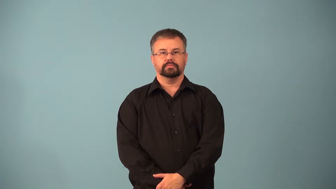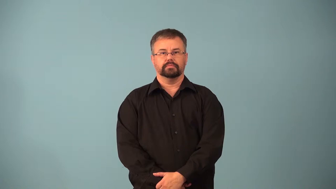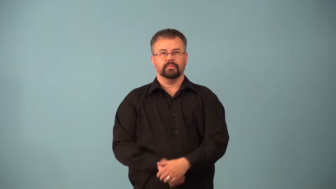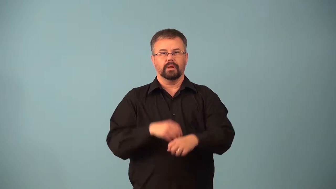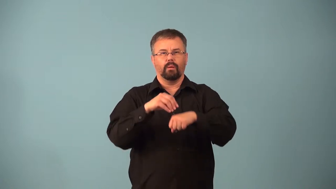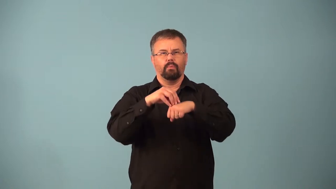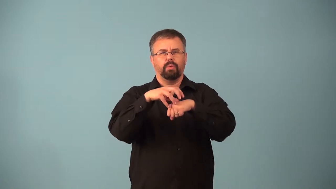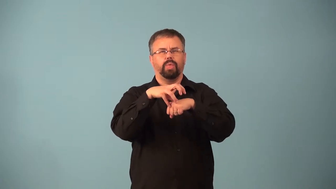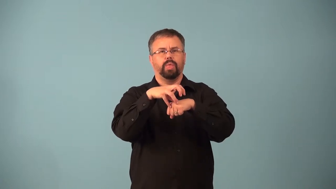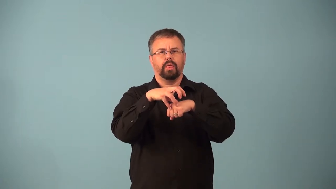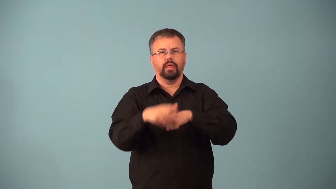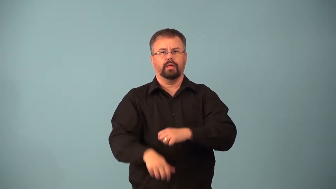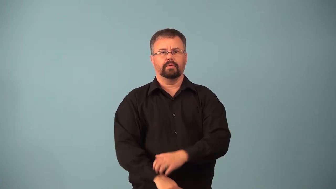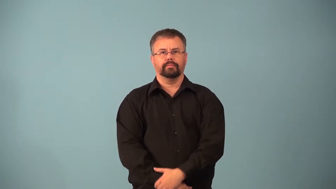abscess